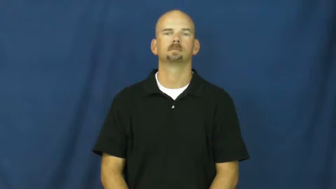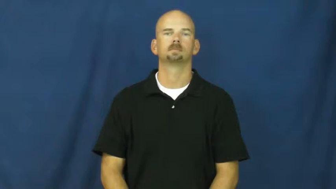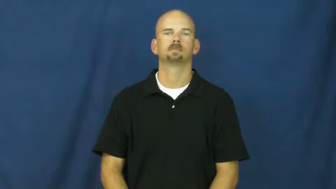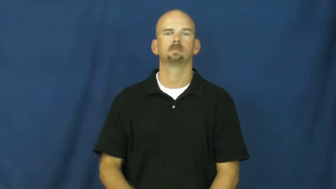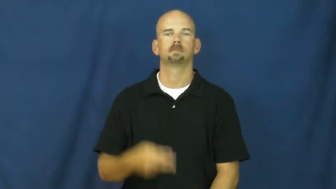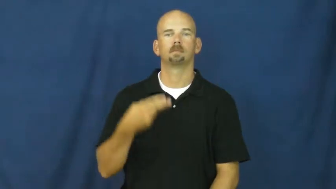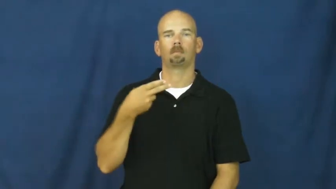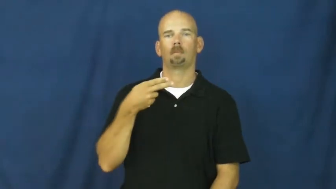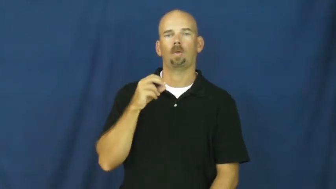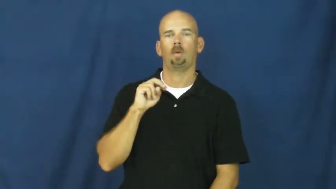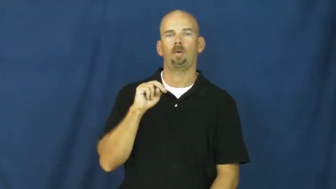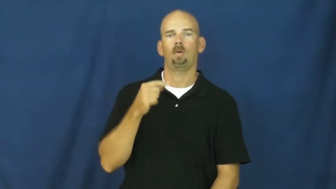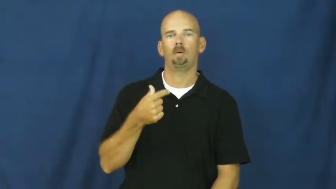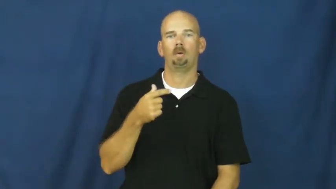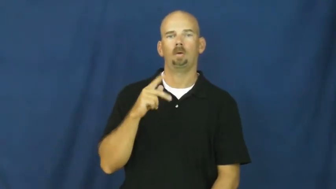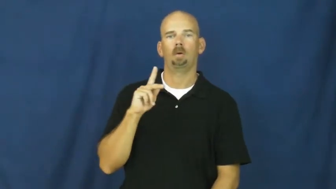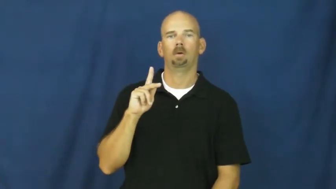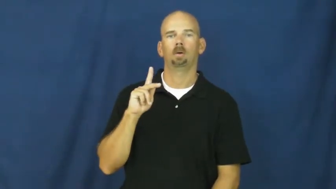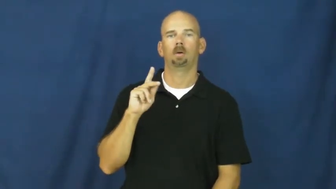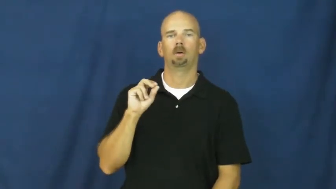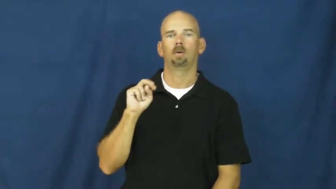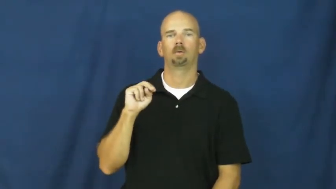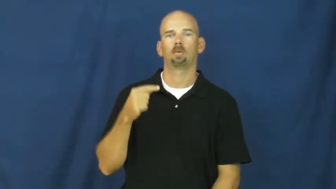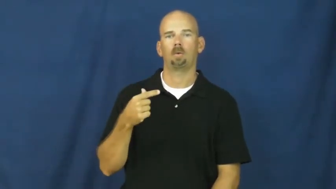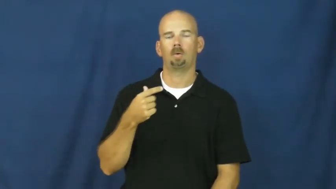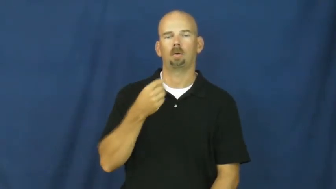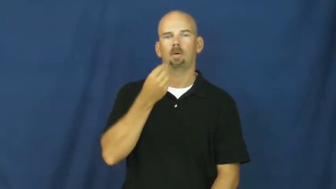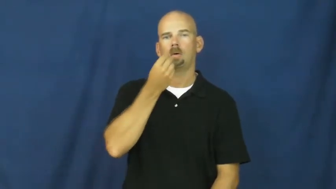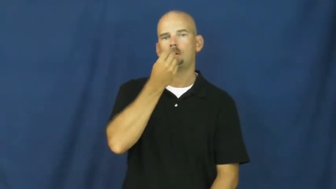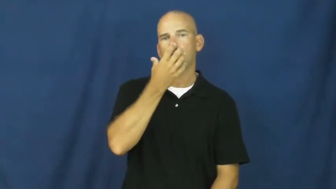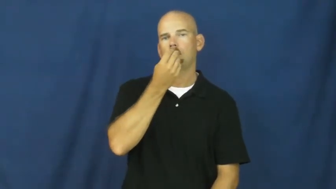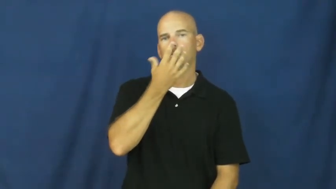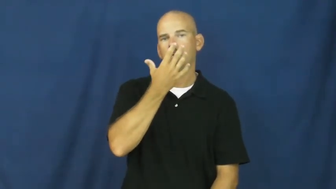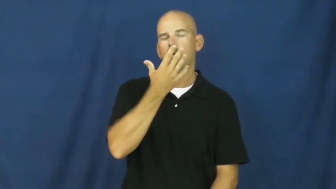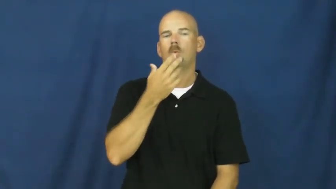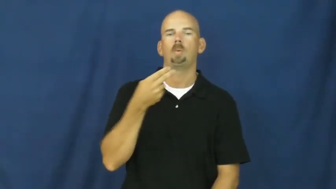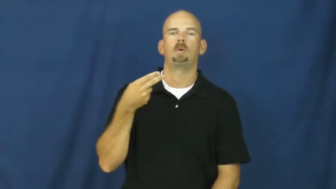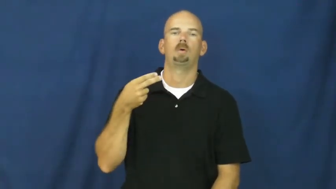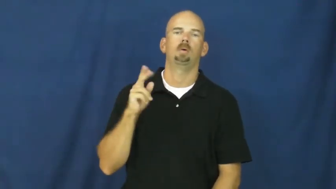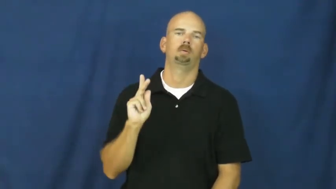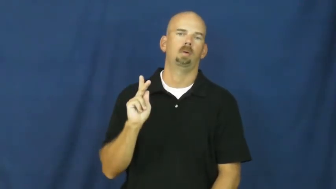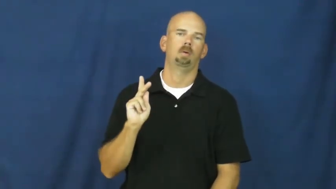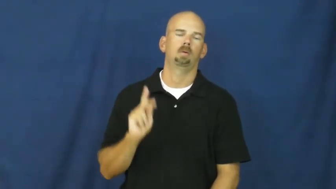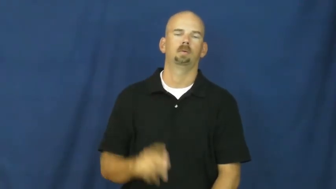hong kong